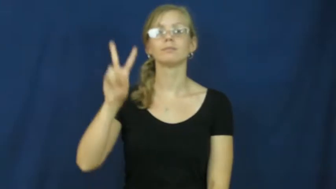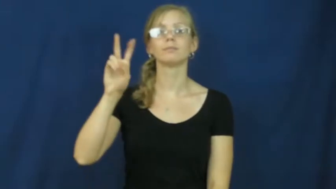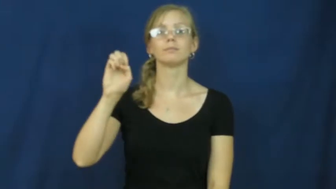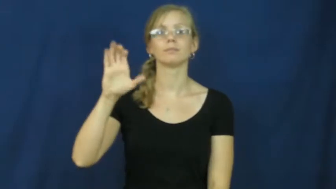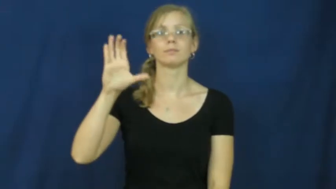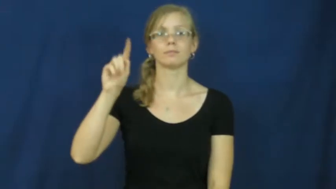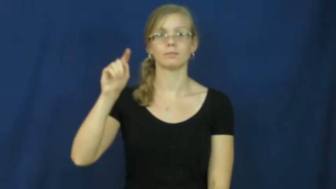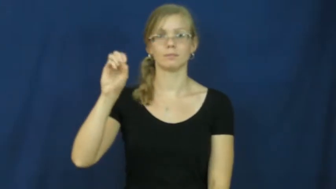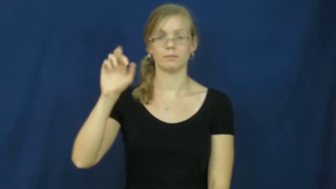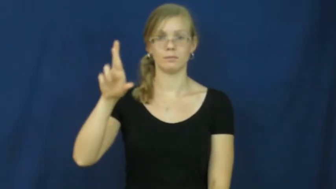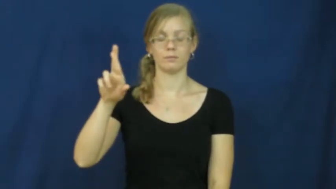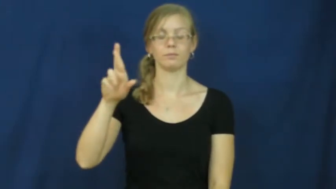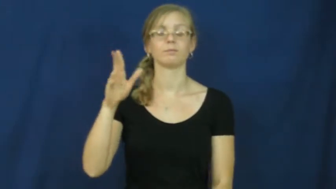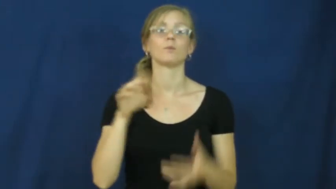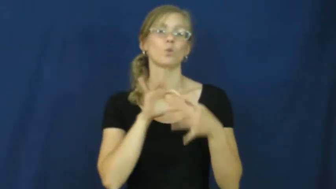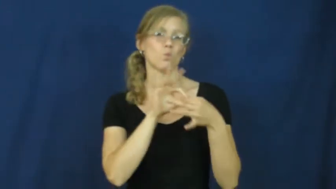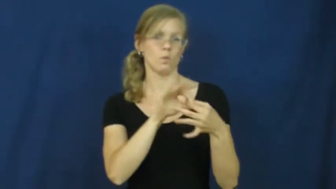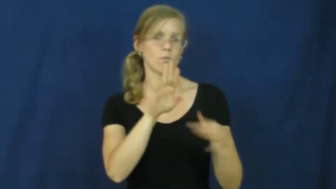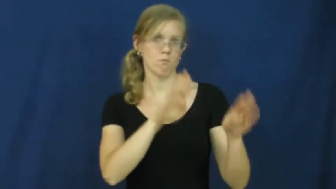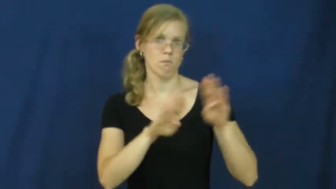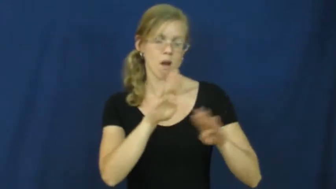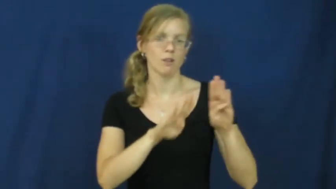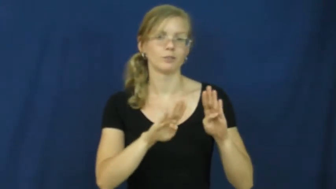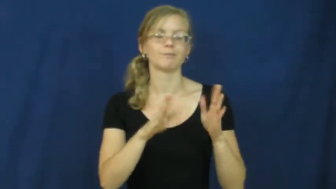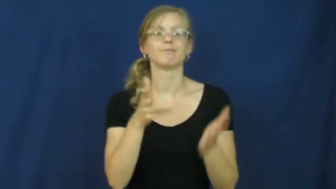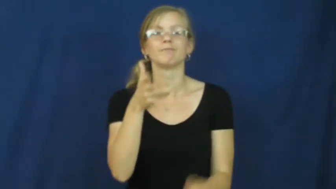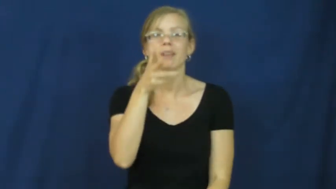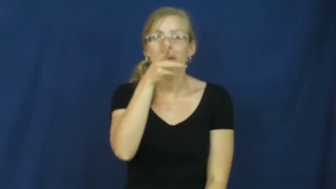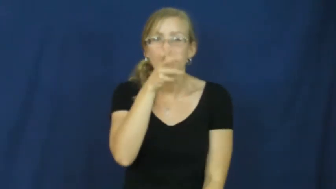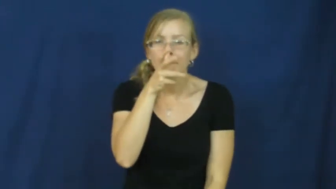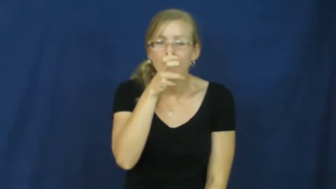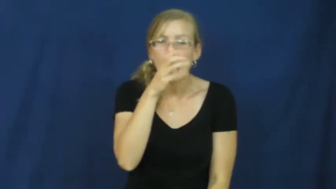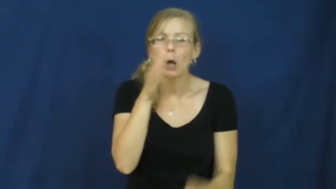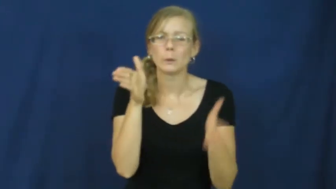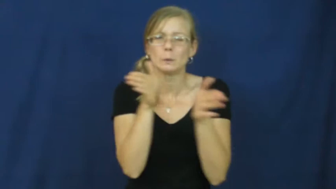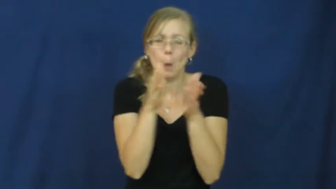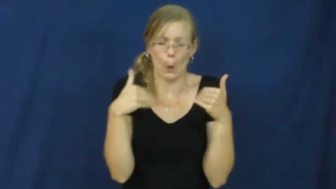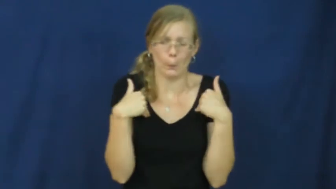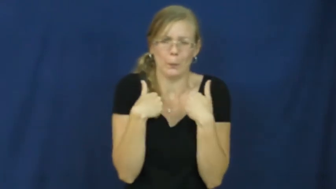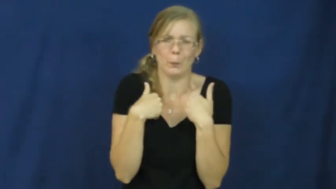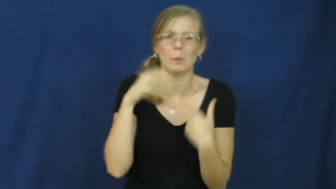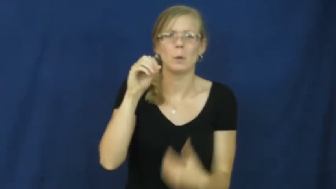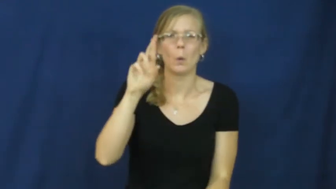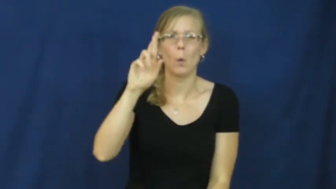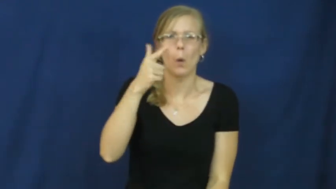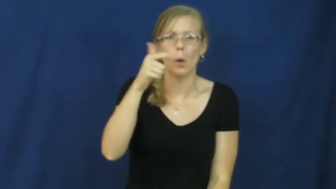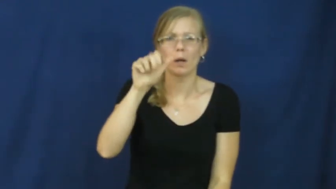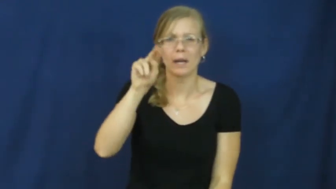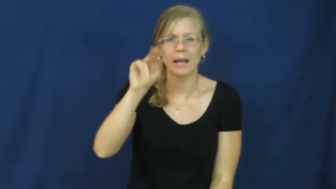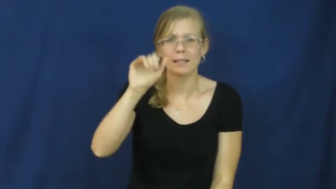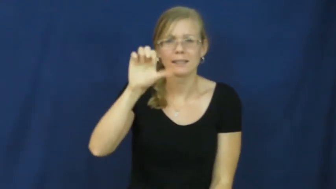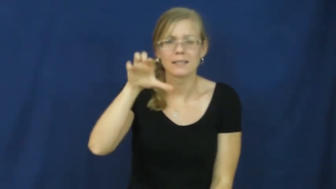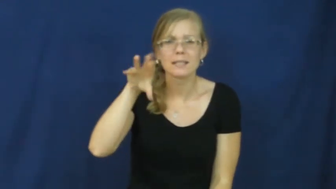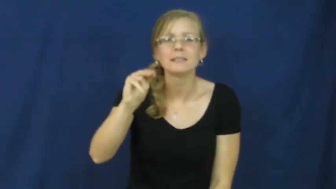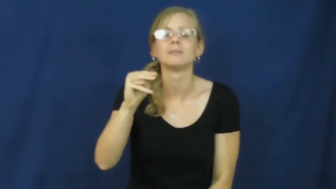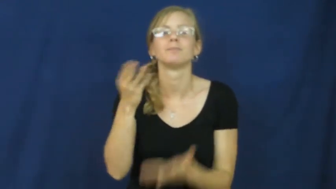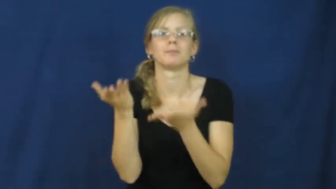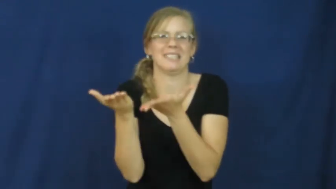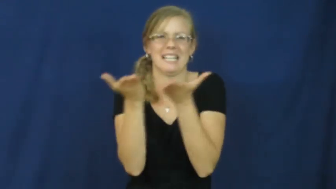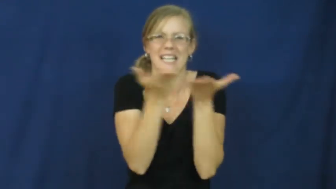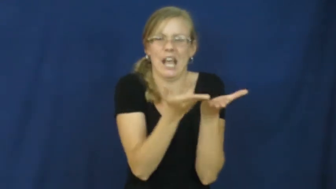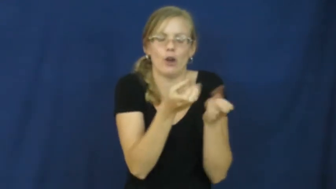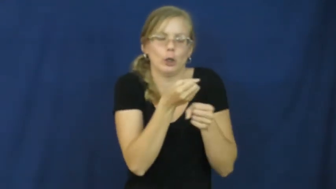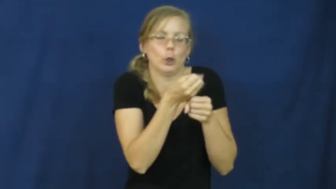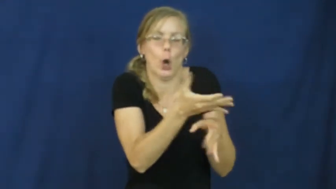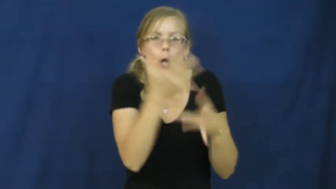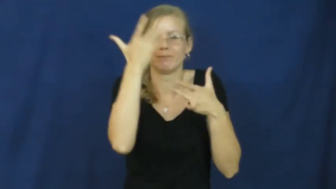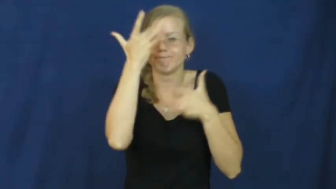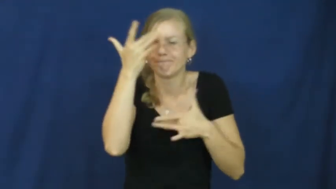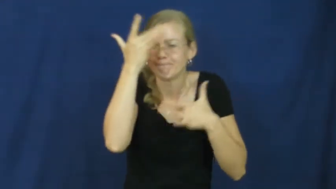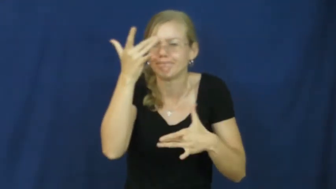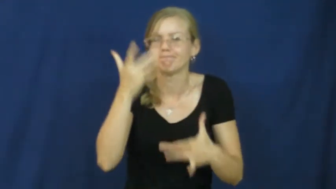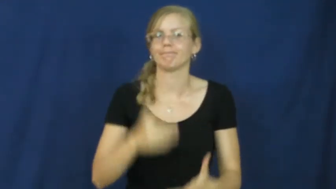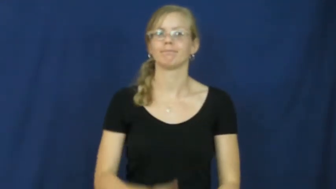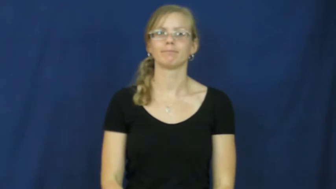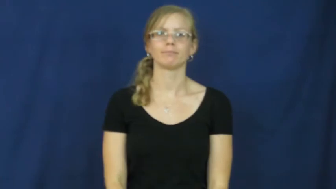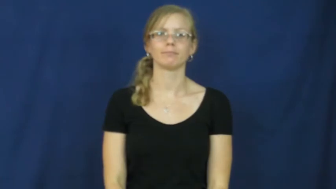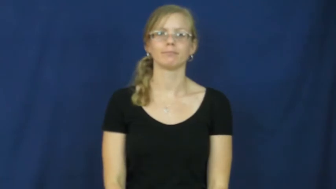vector-biology